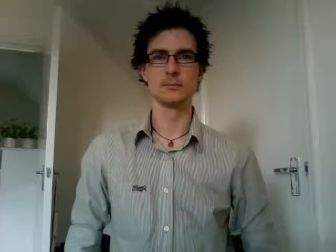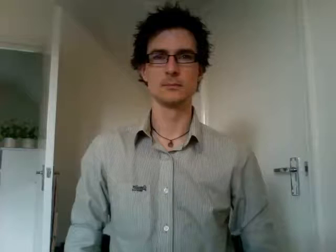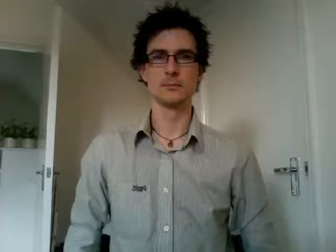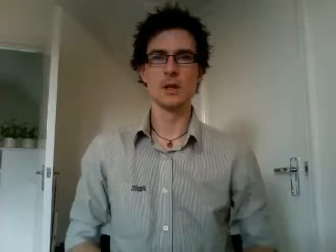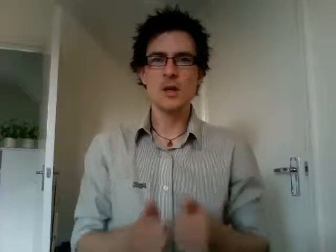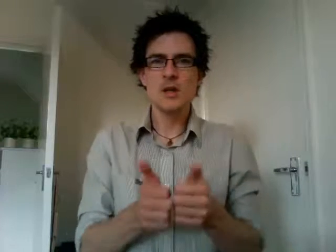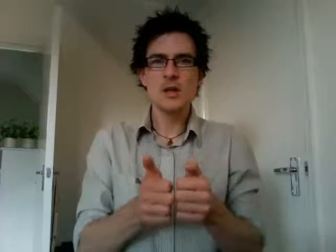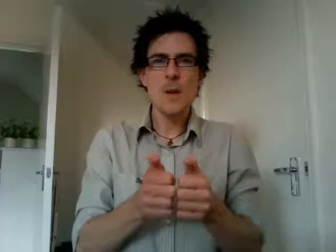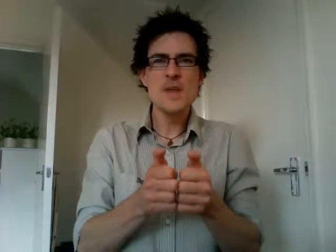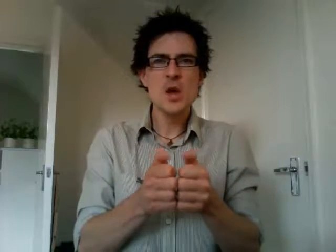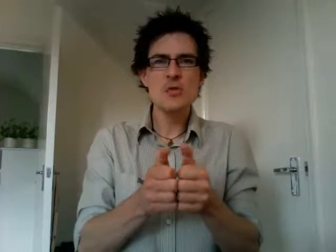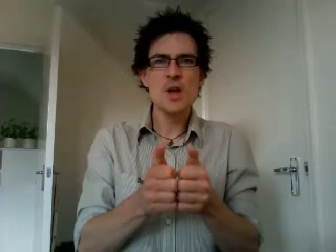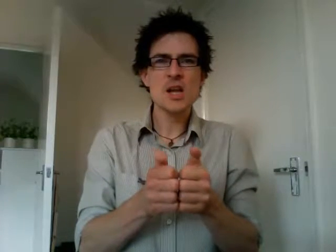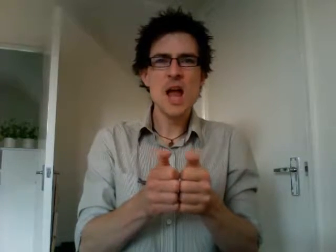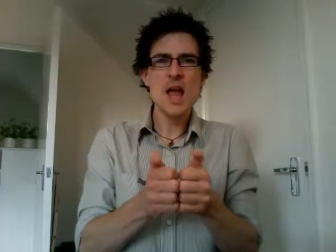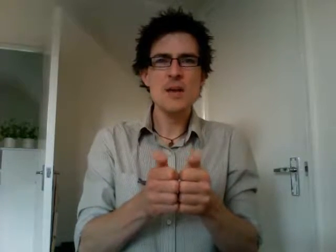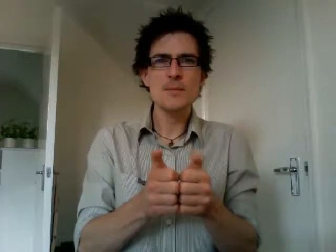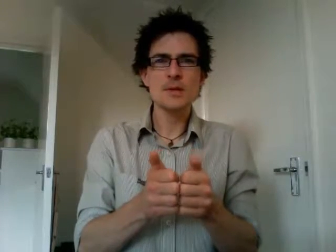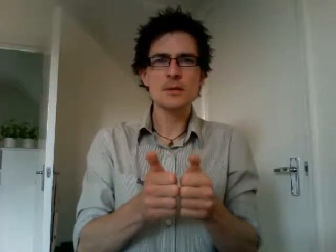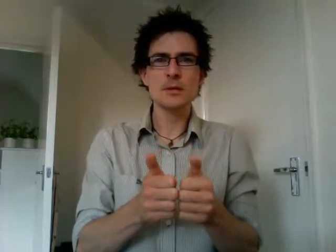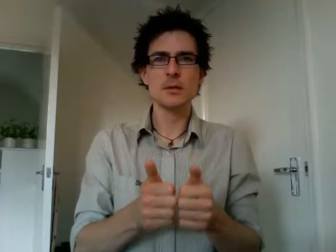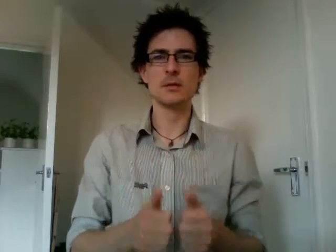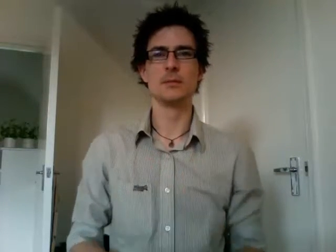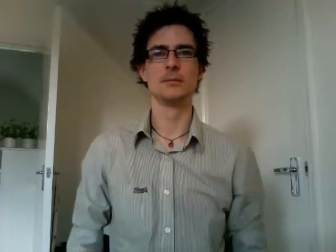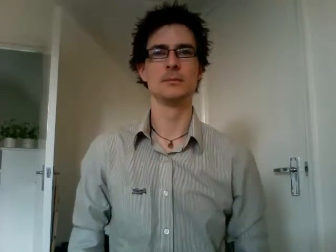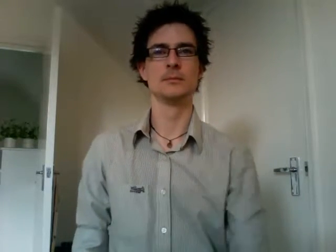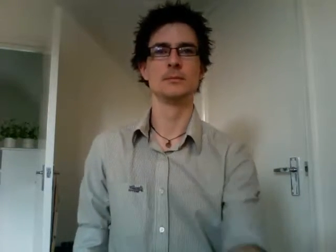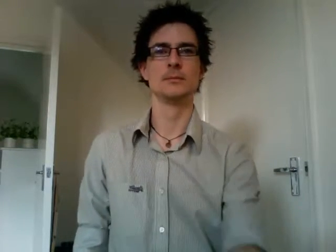computer games